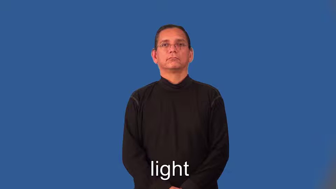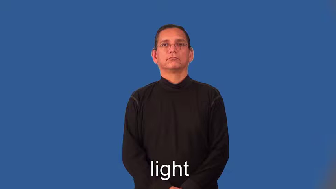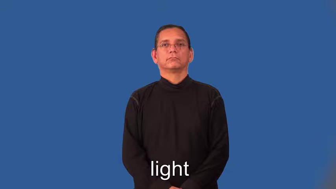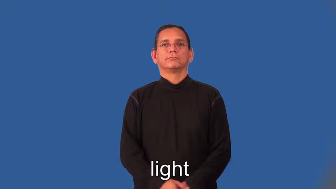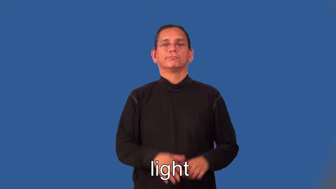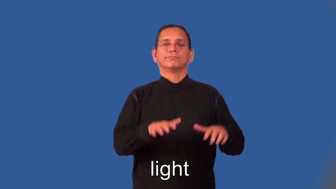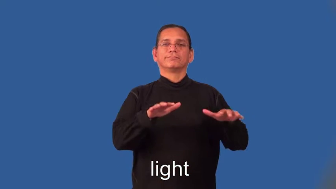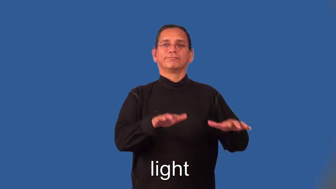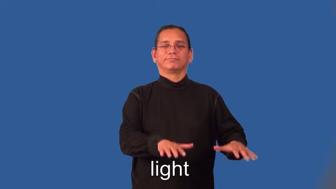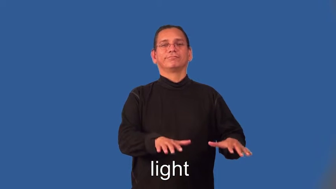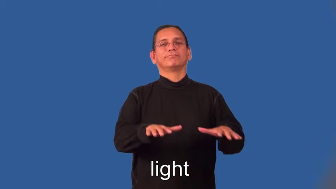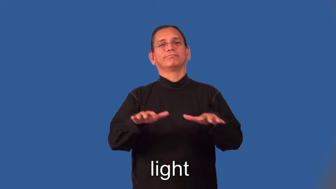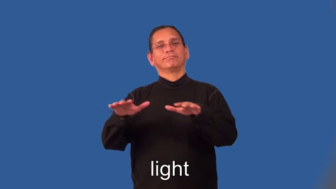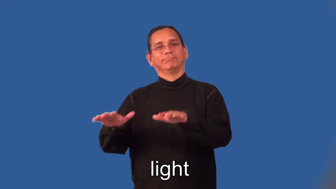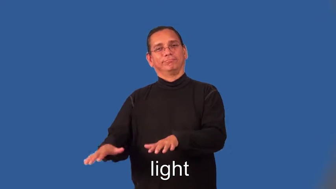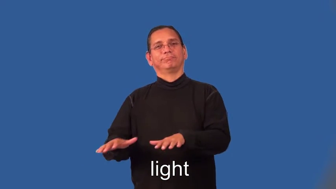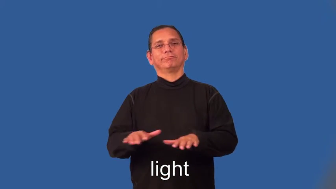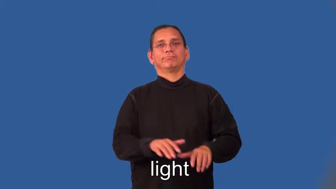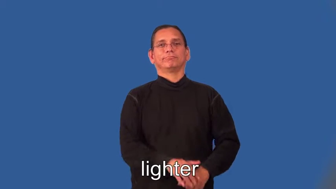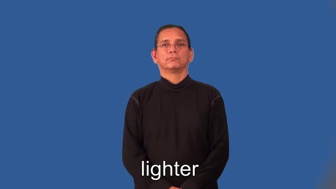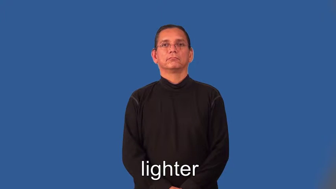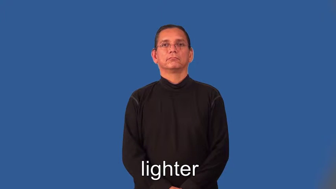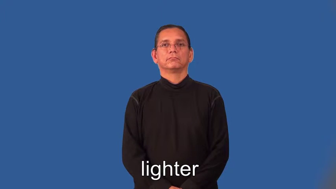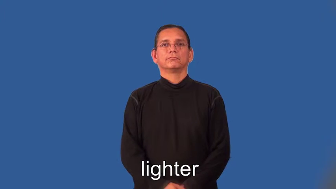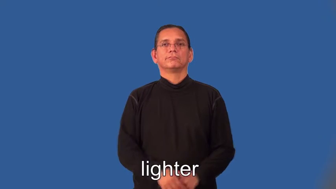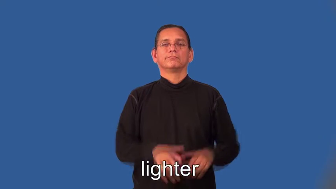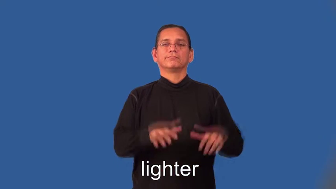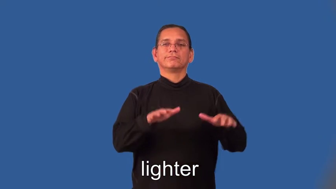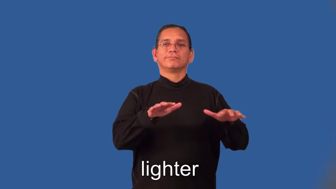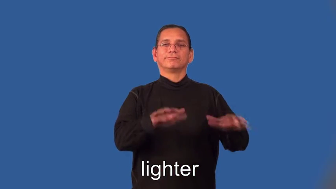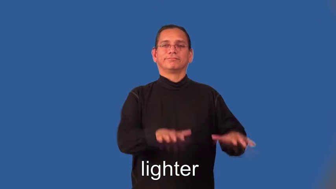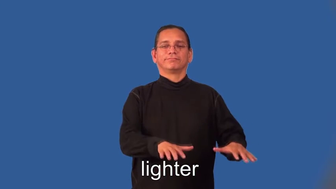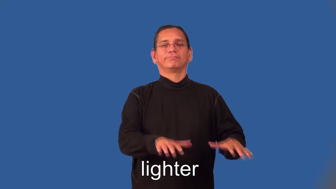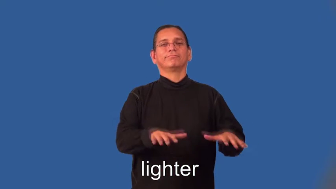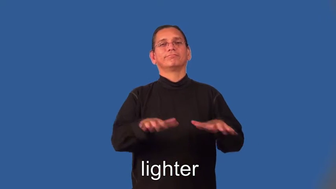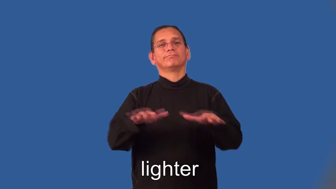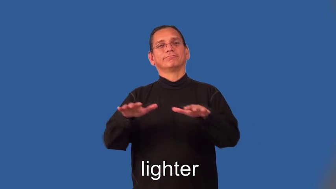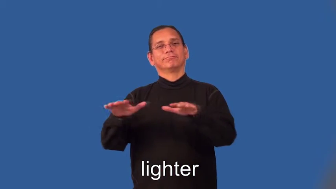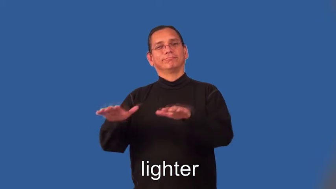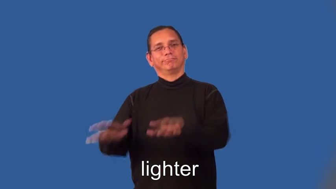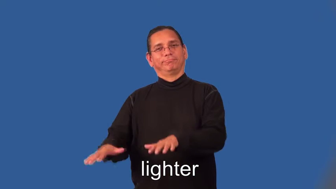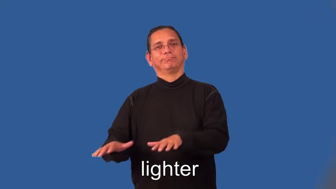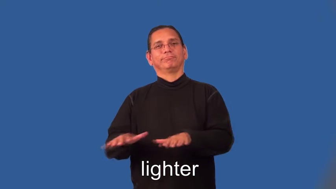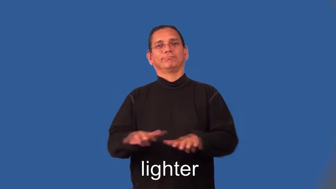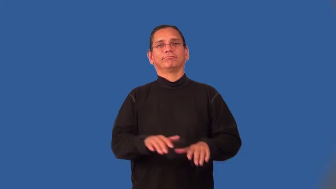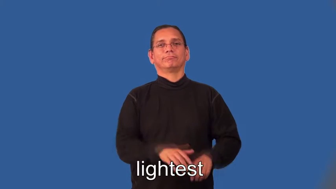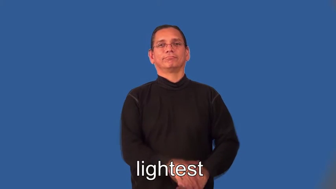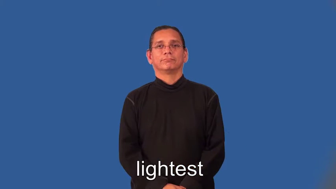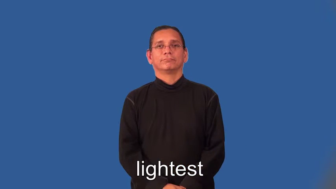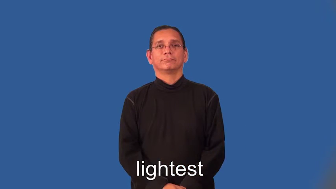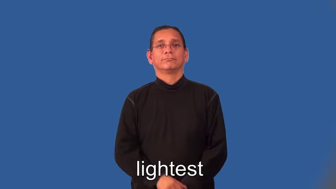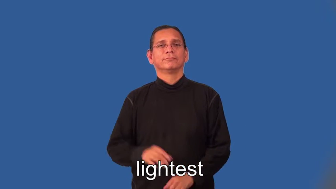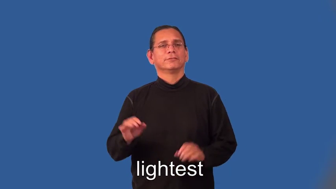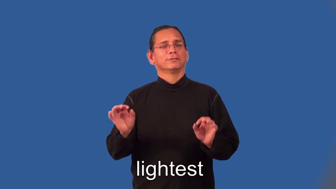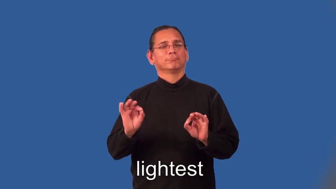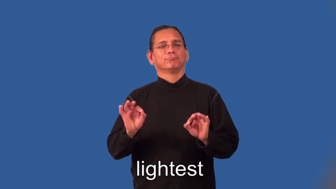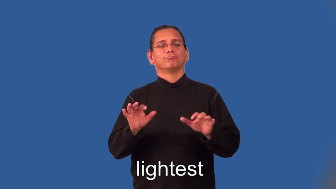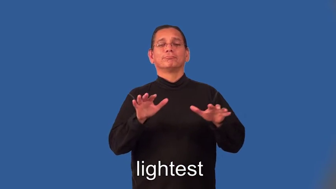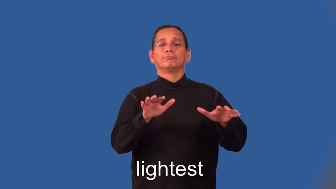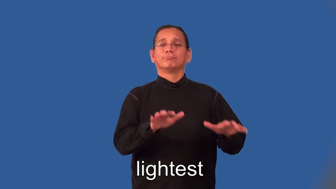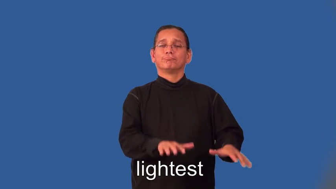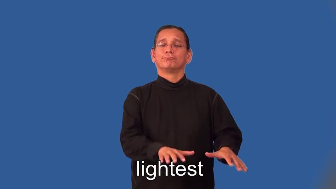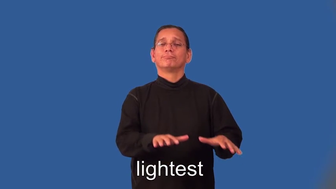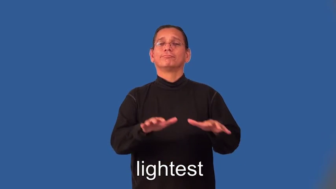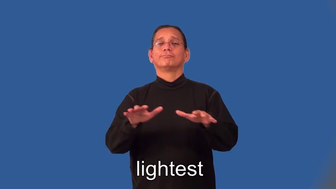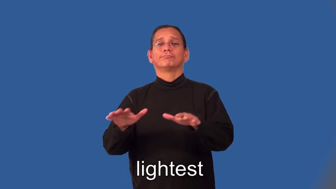lighter,lightest-not serious